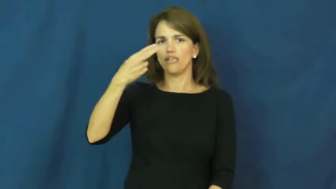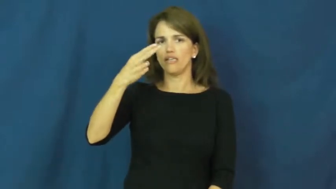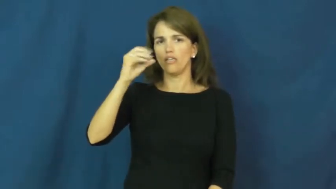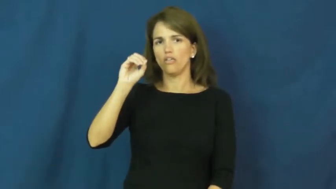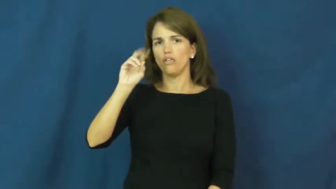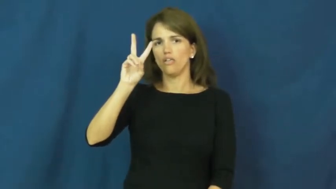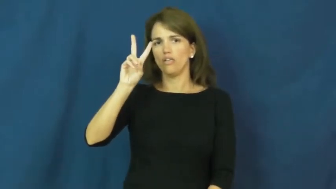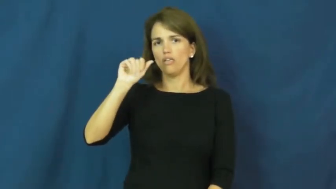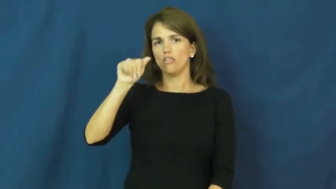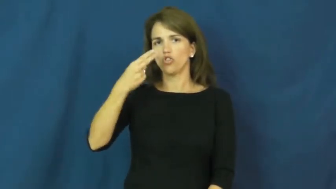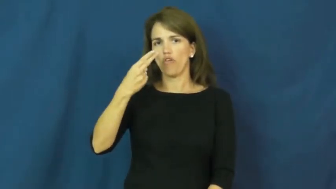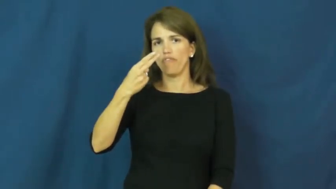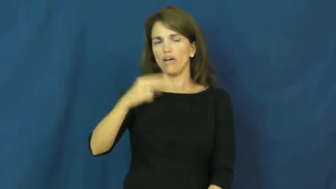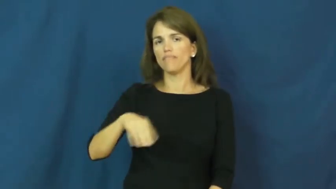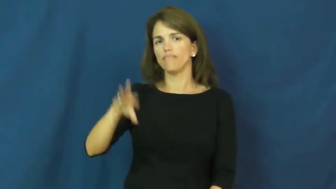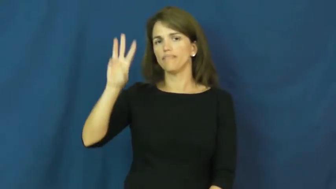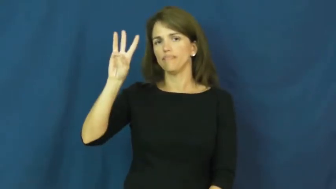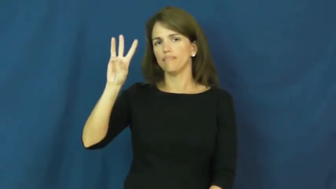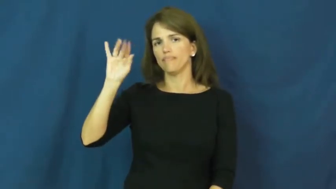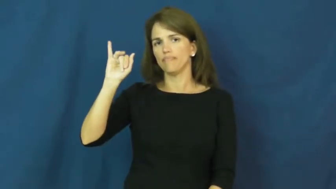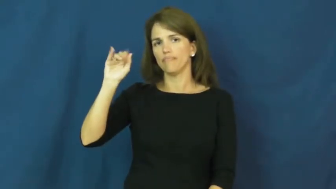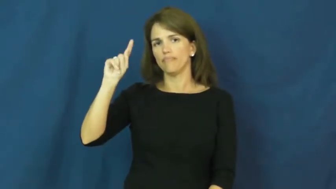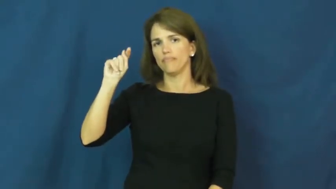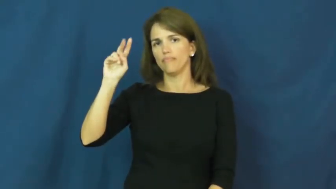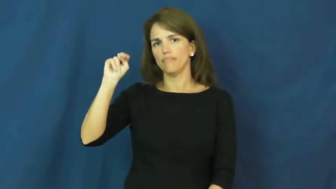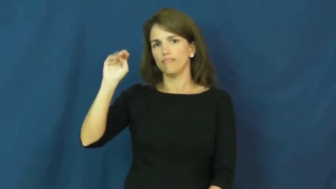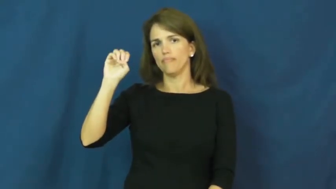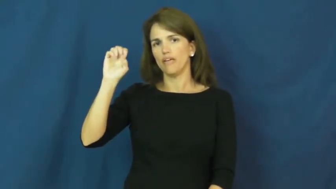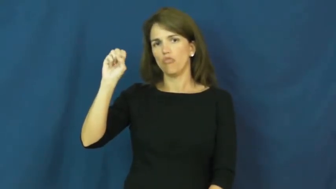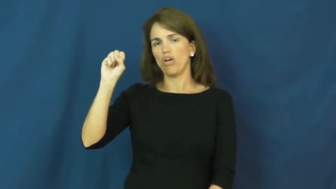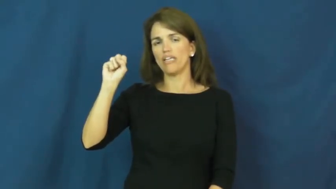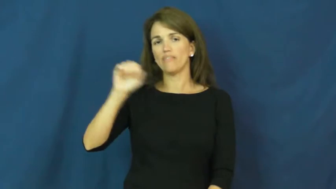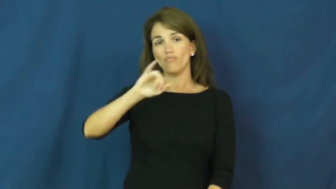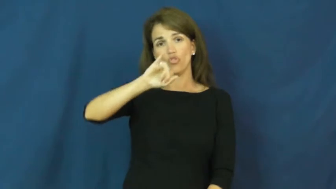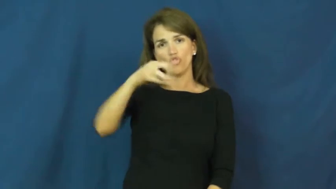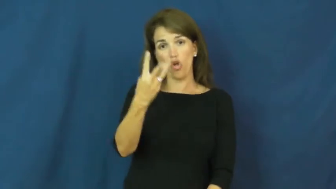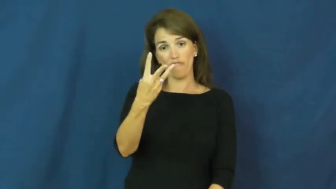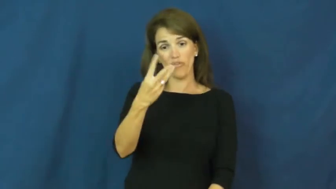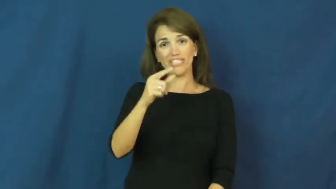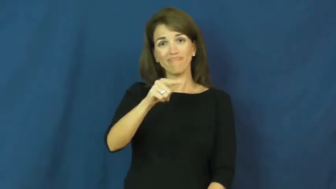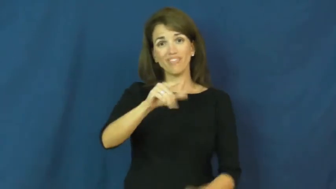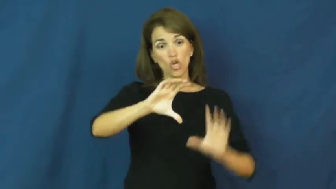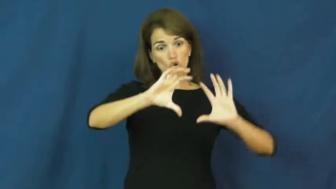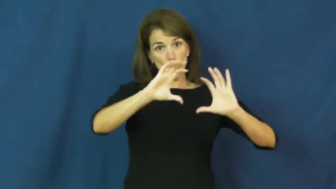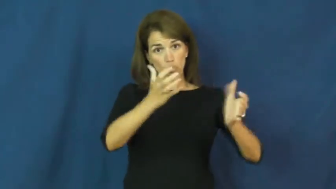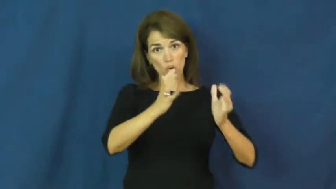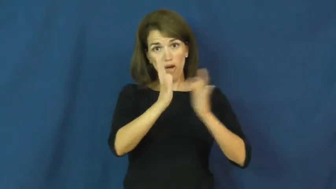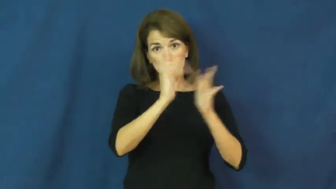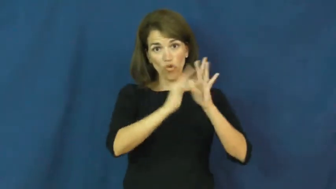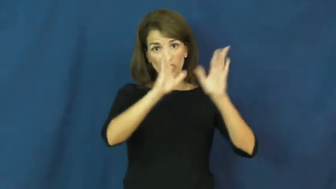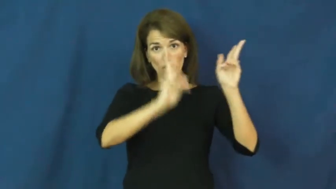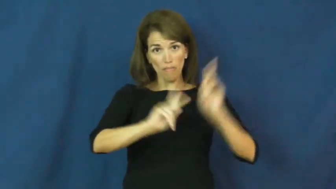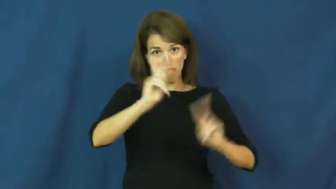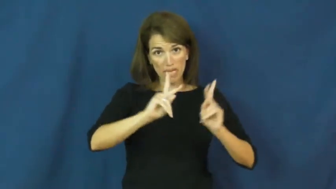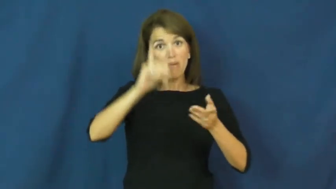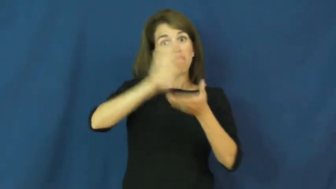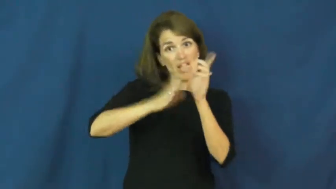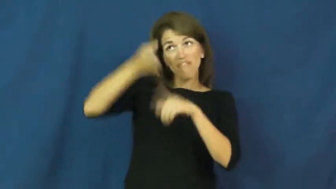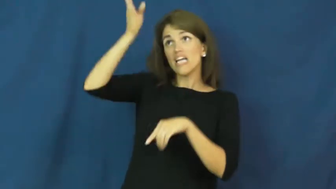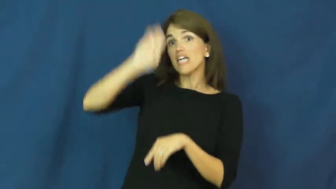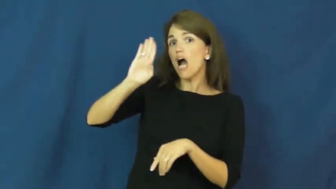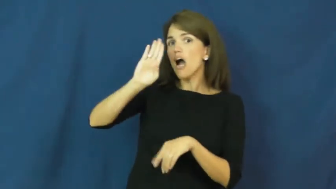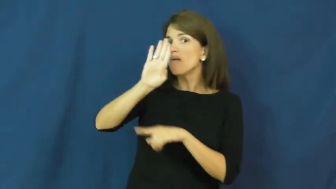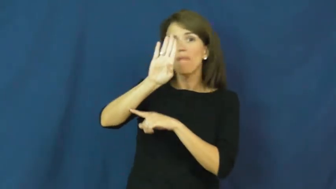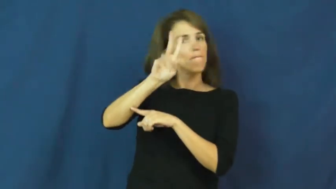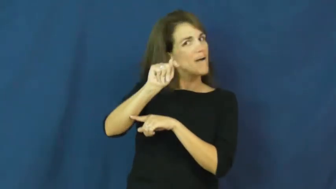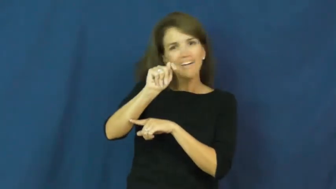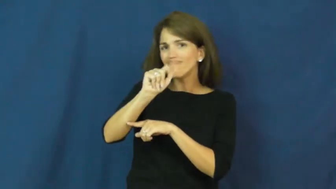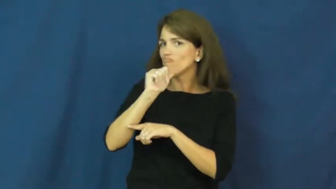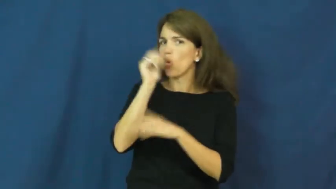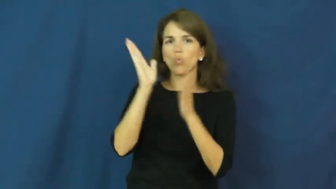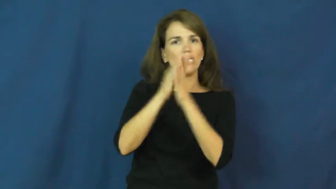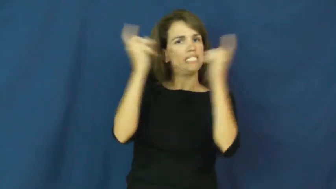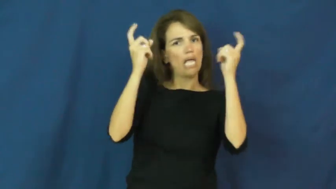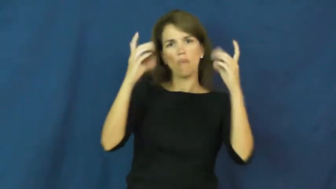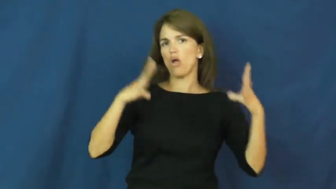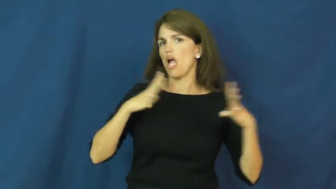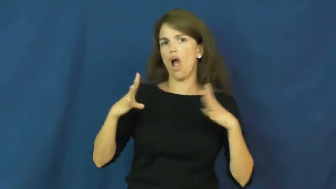jehovah witness